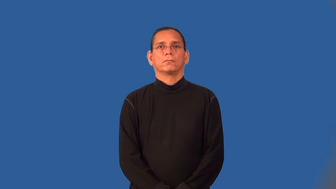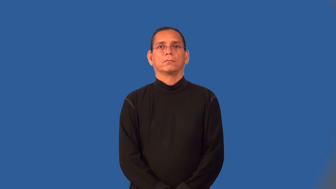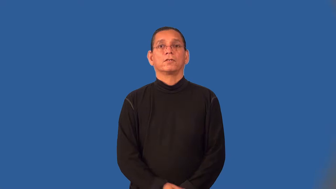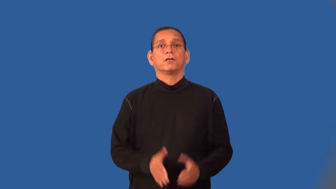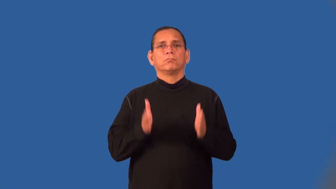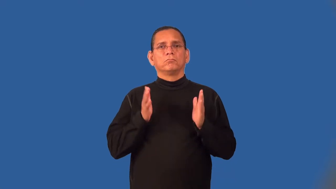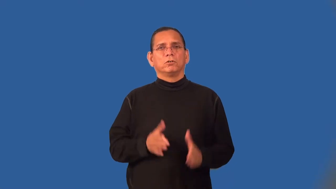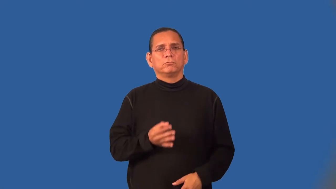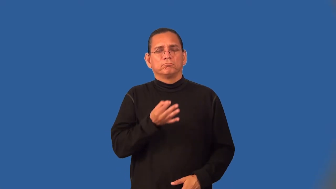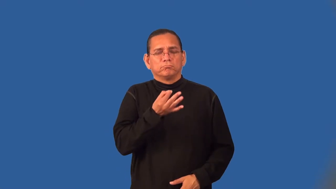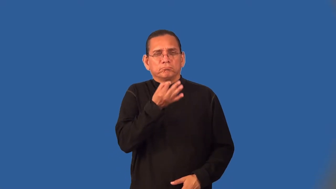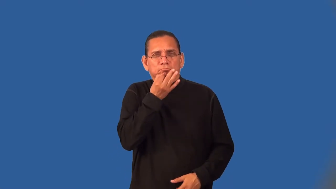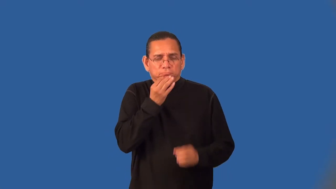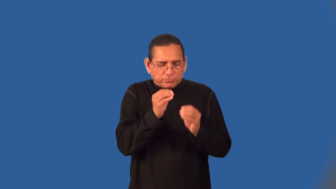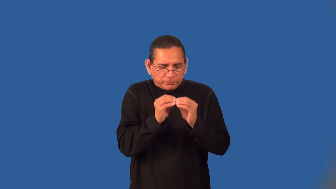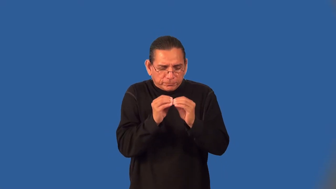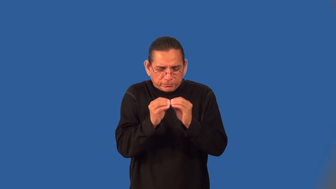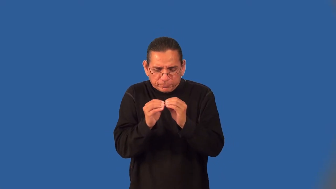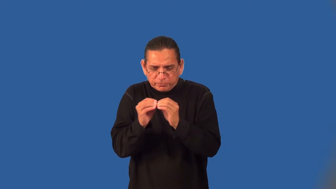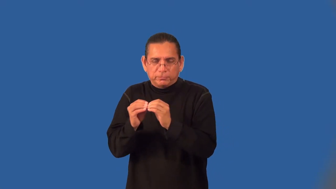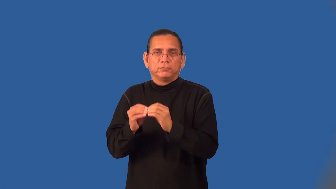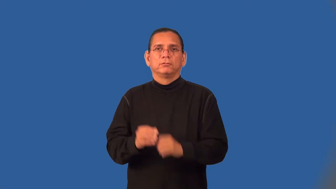tinkerer